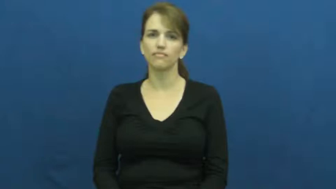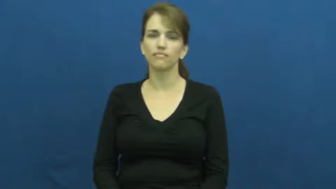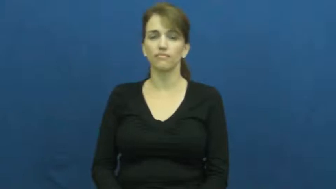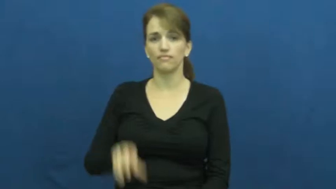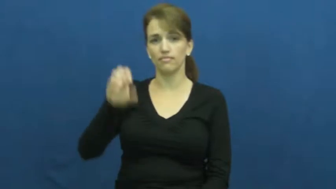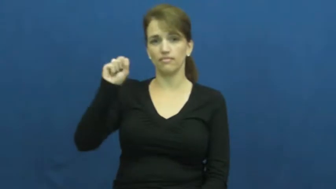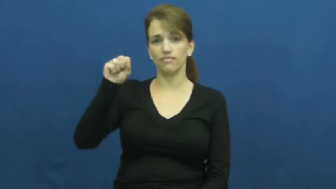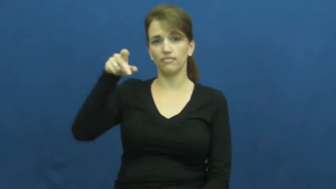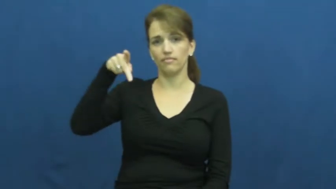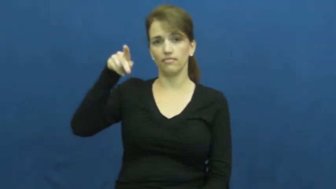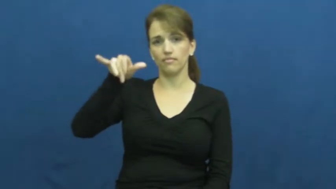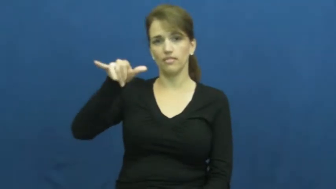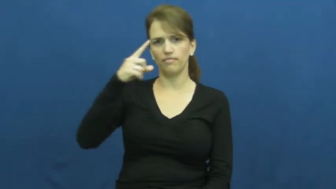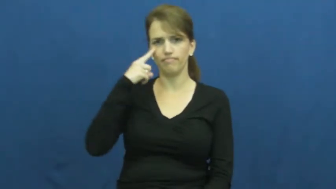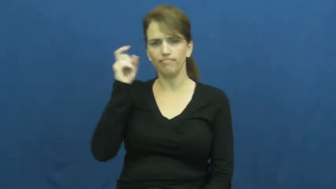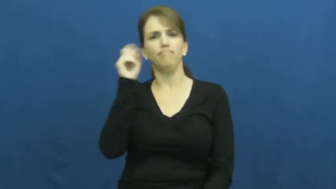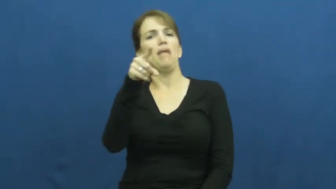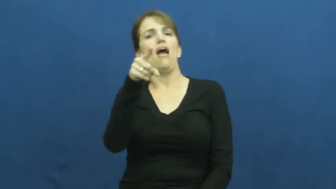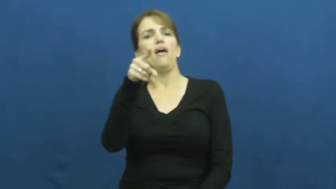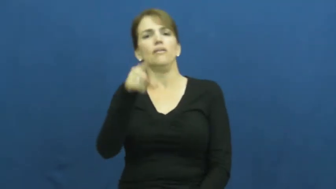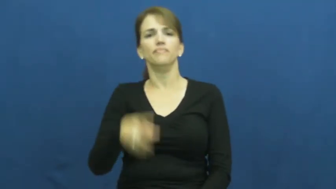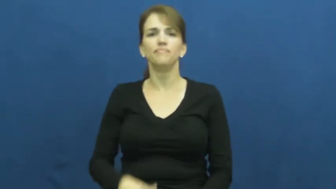spy-notice